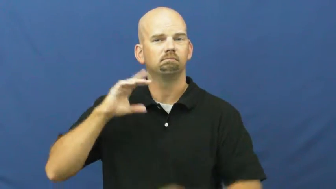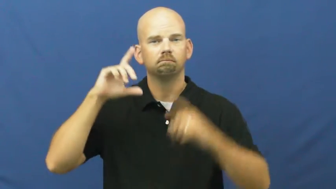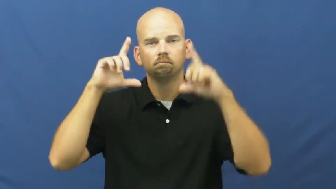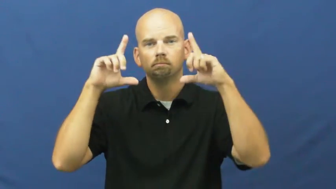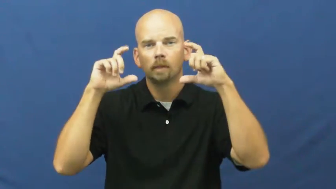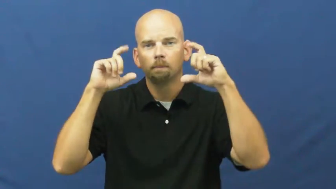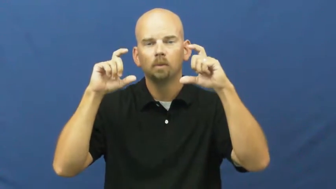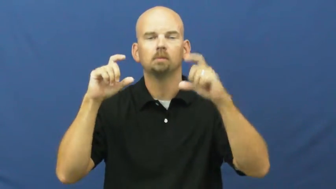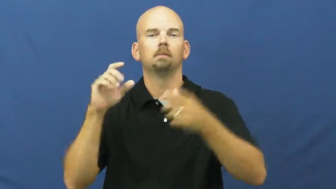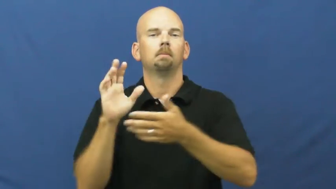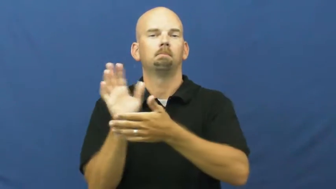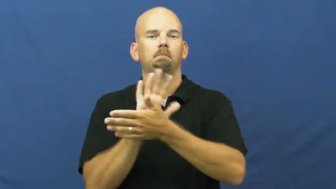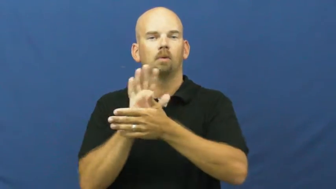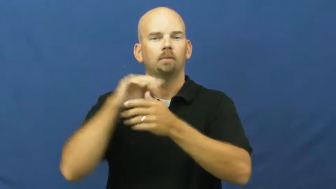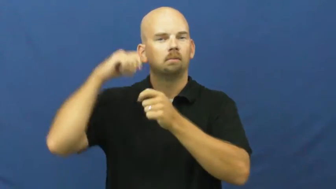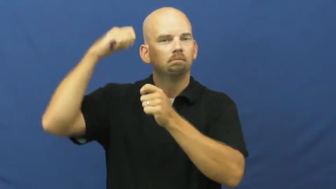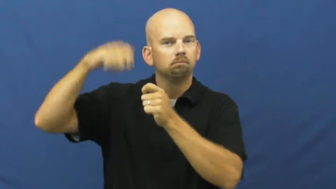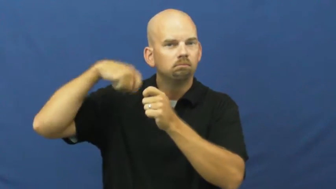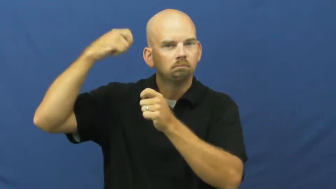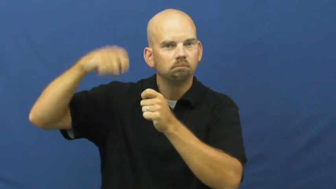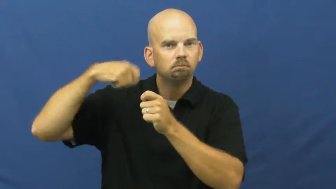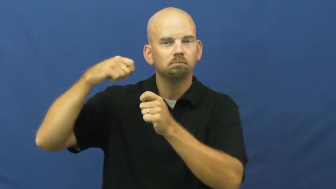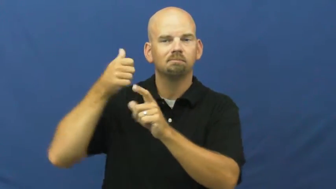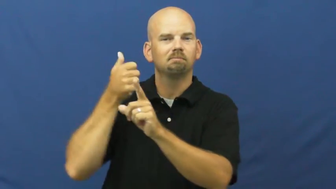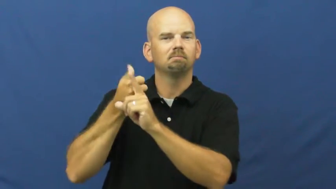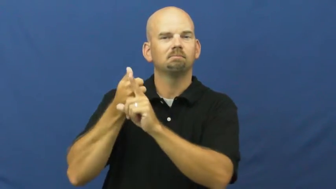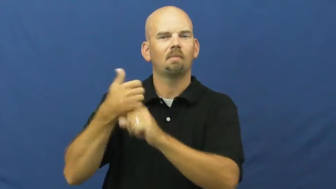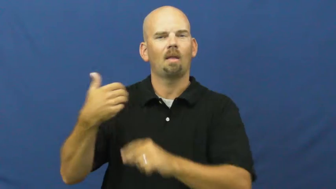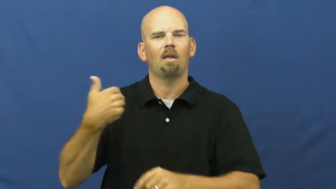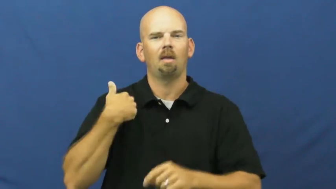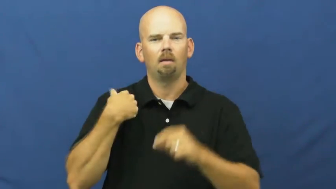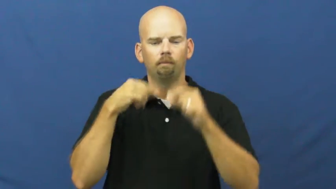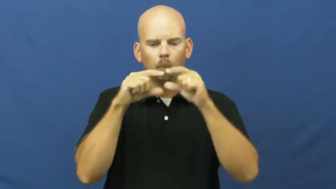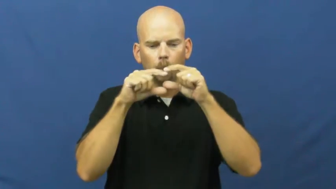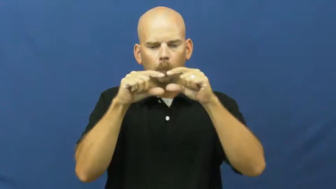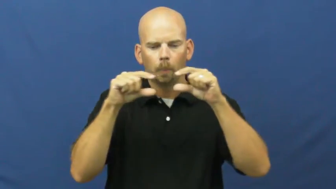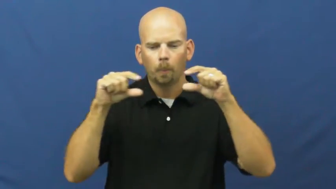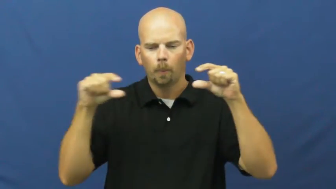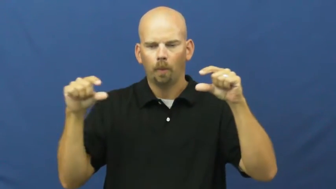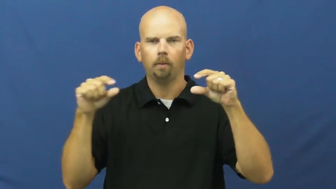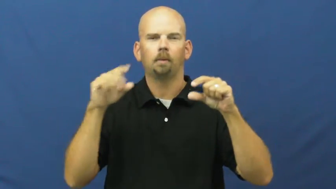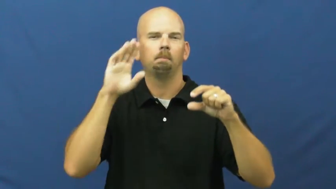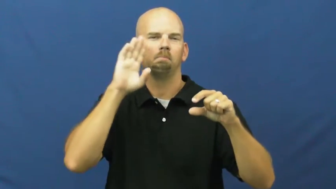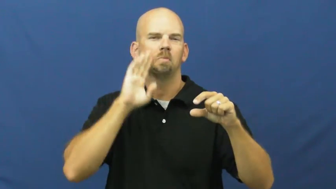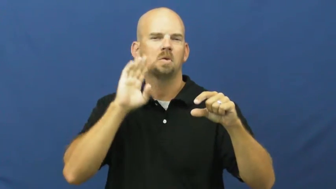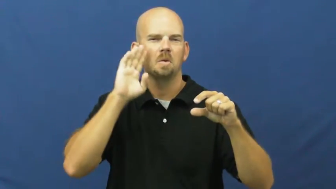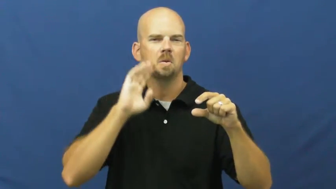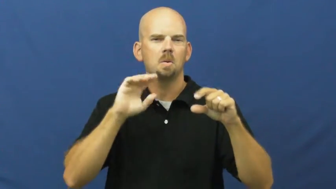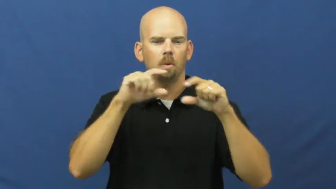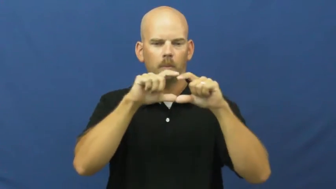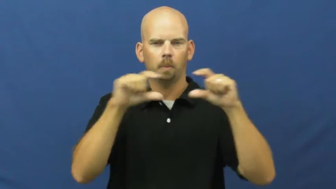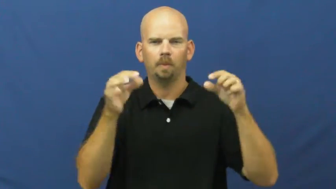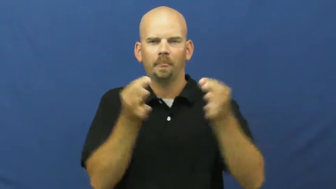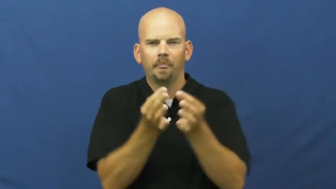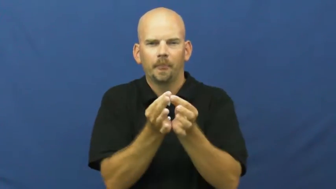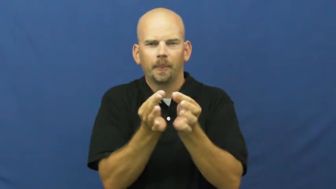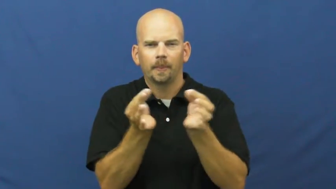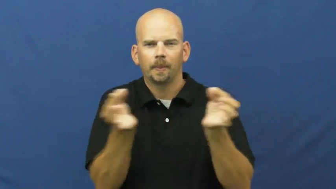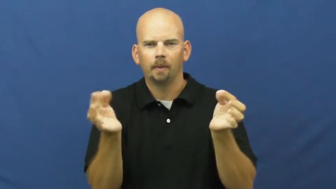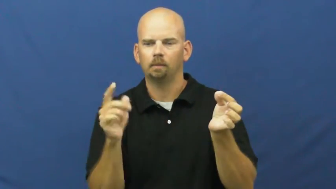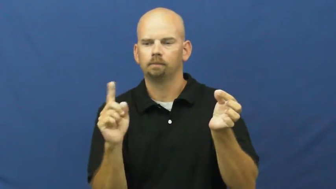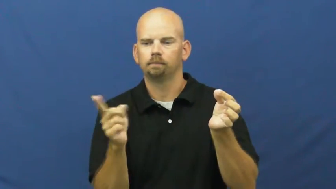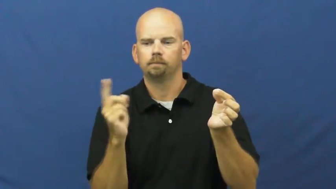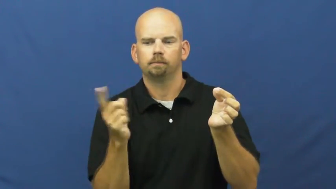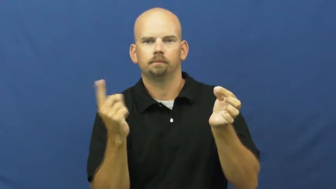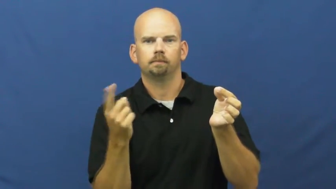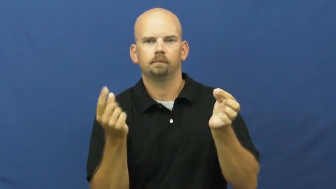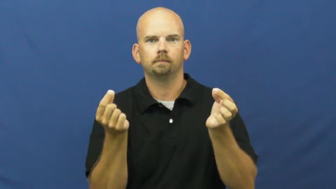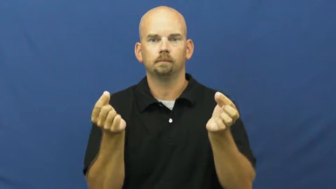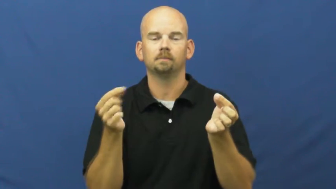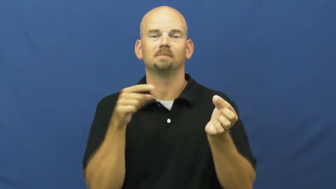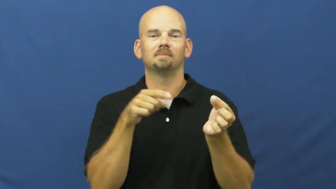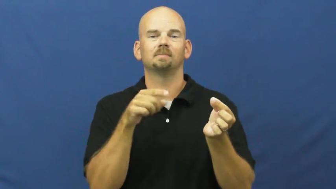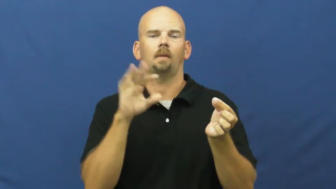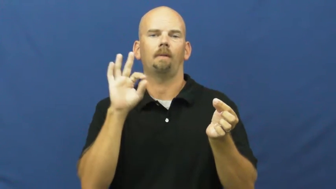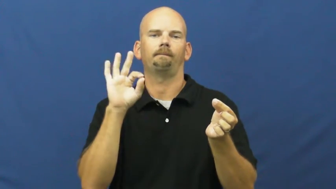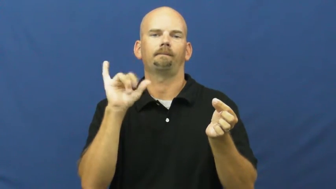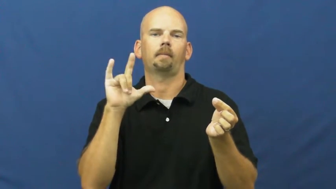film-camera